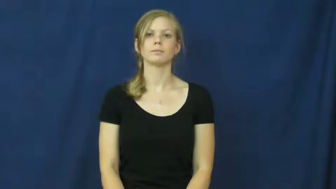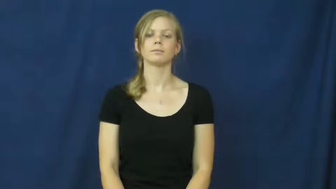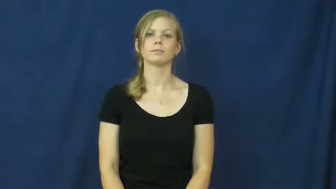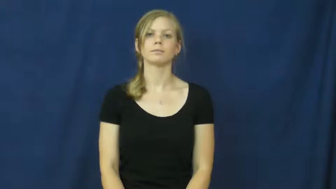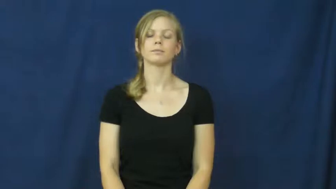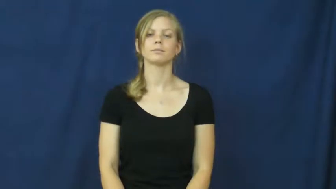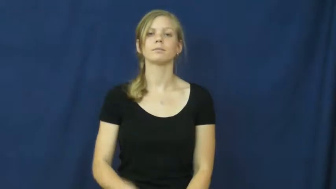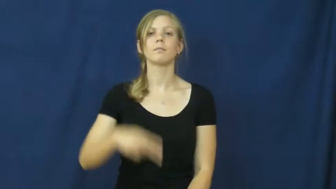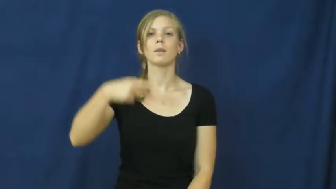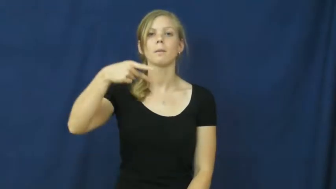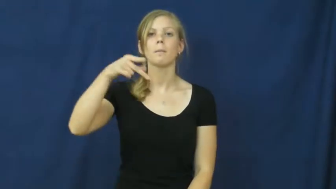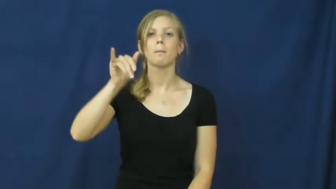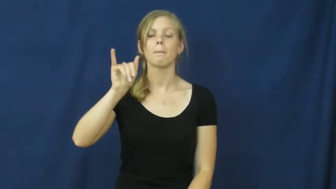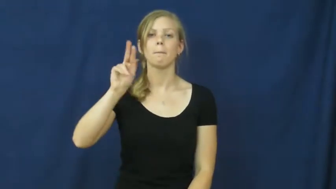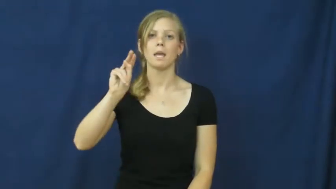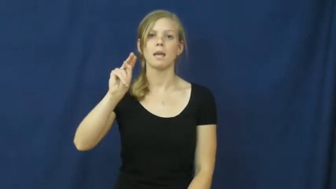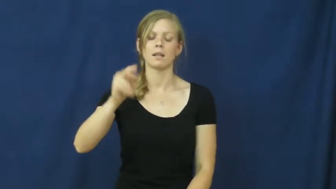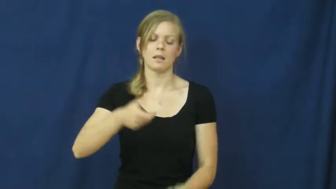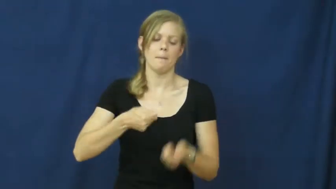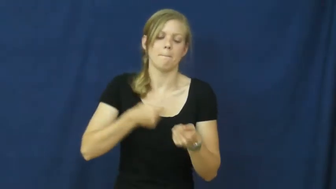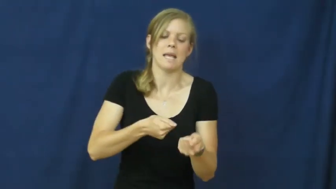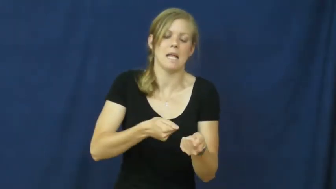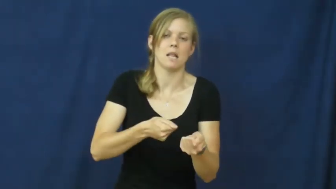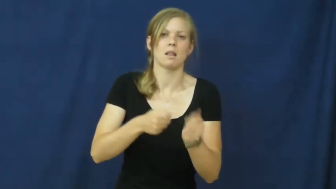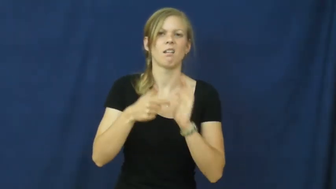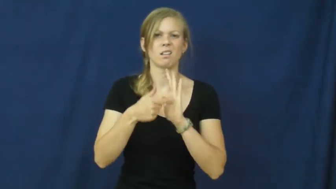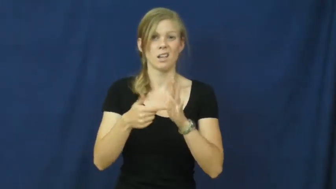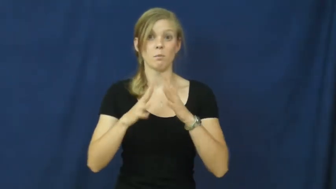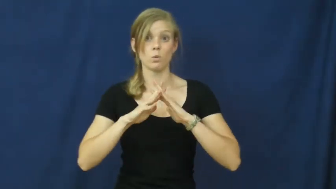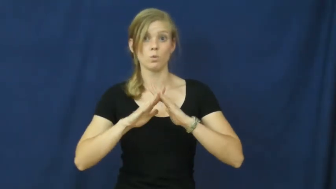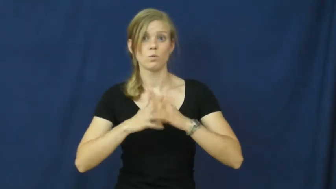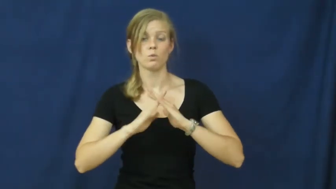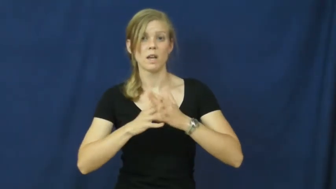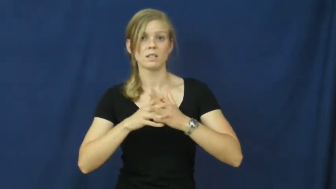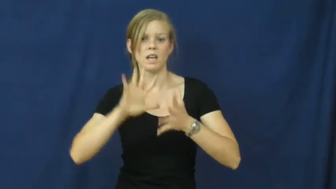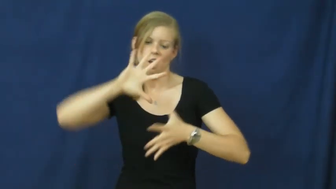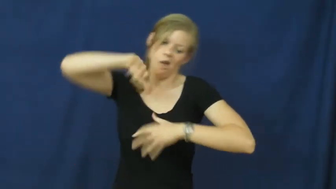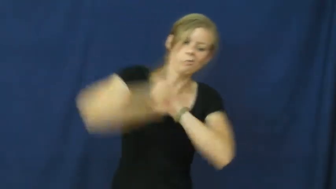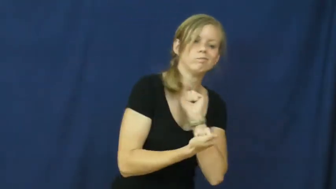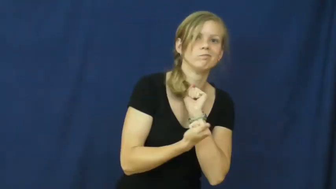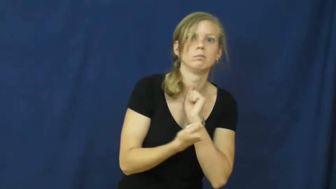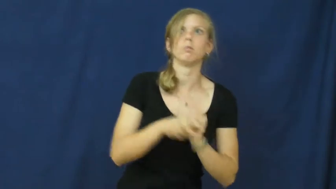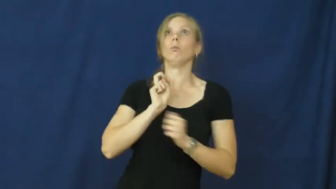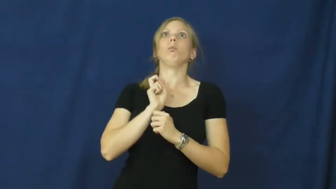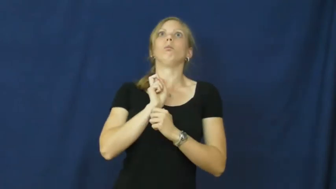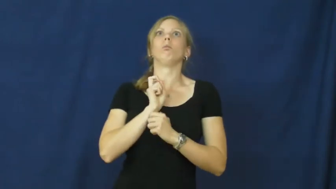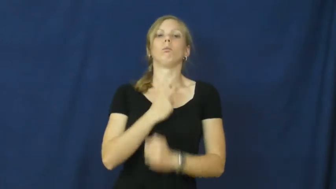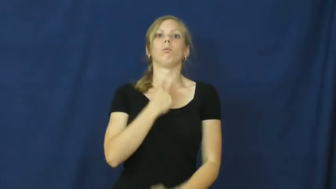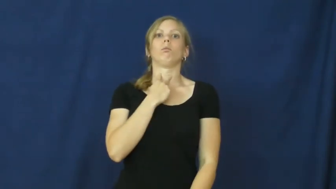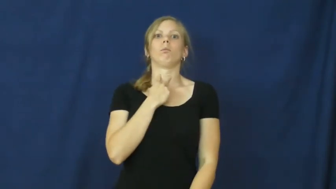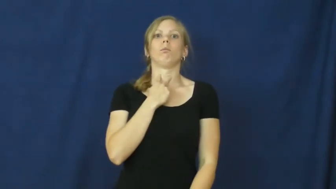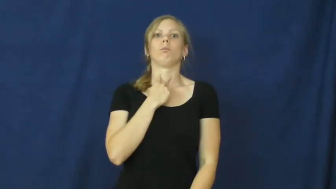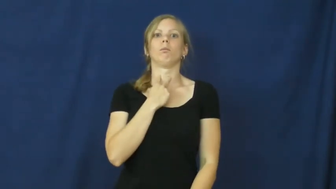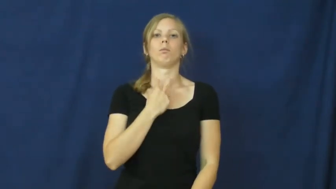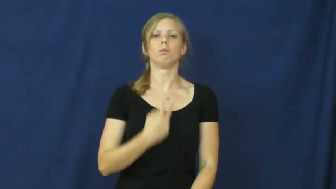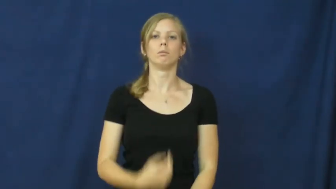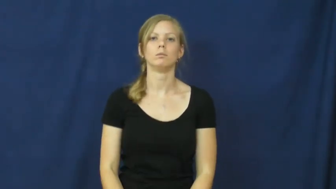pin-wrestling